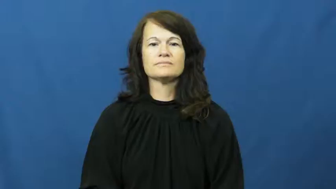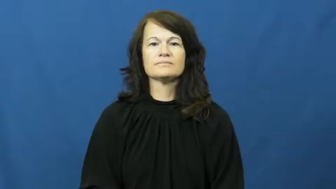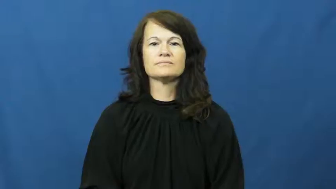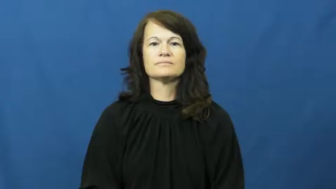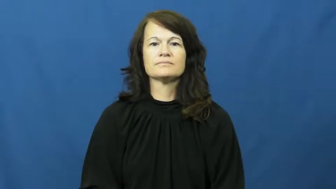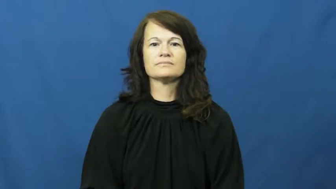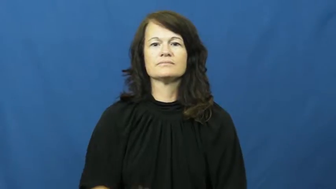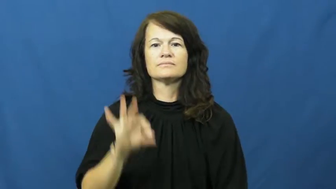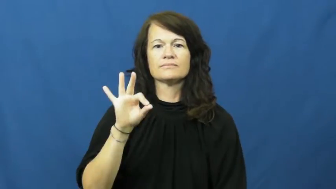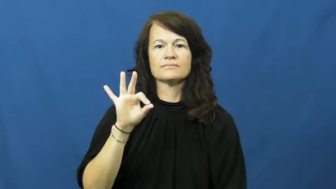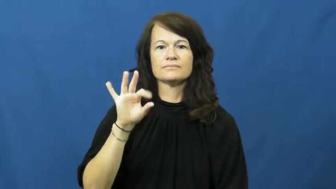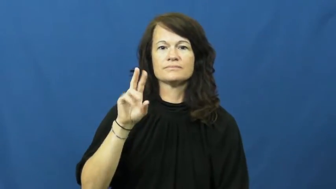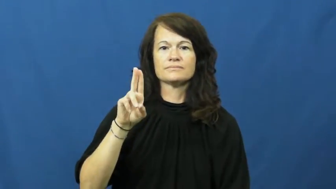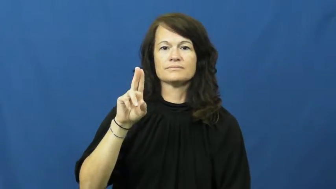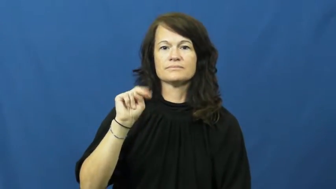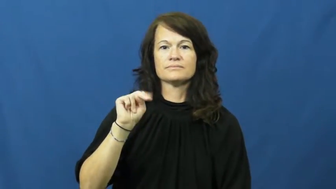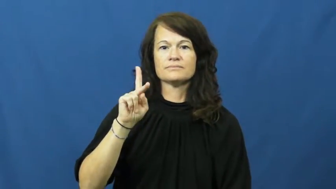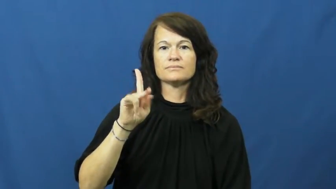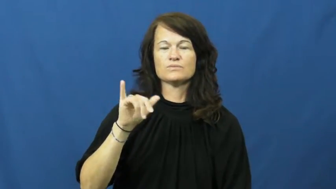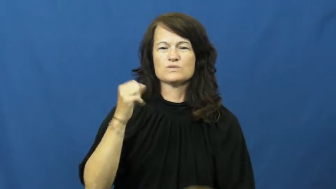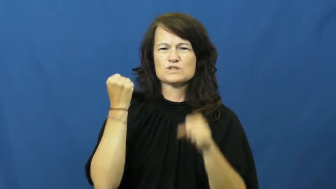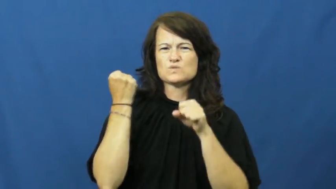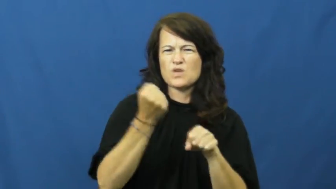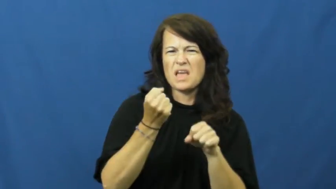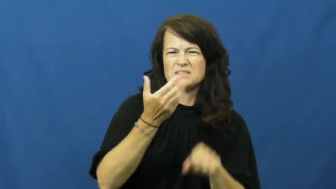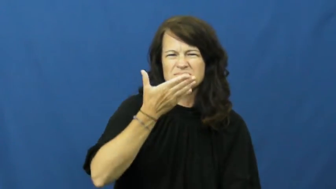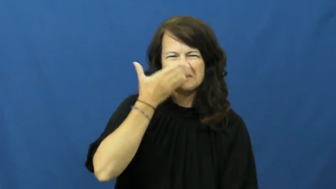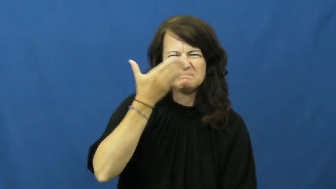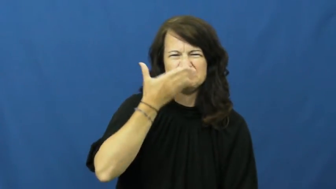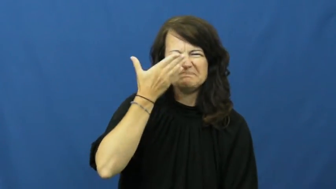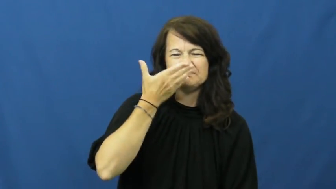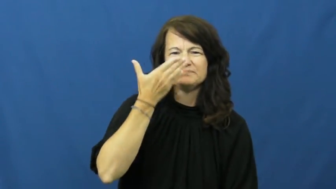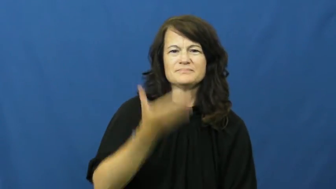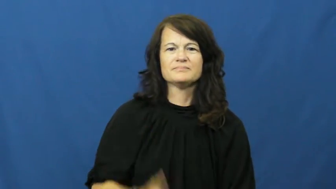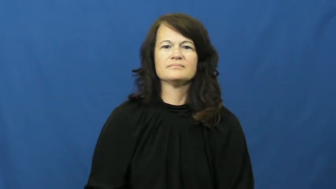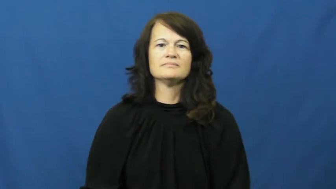funky-smell